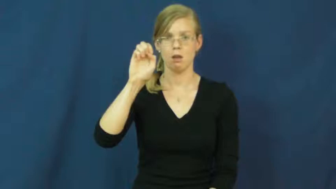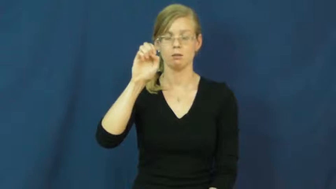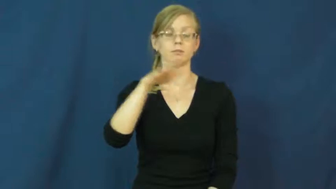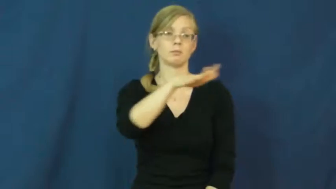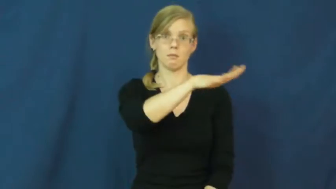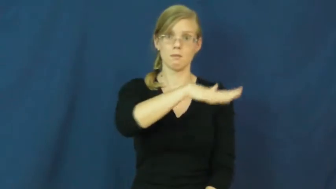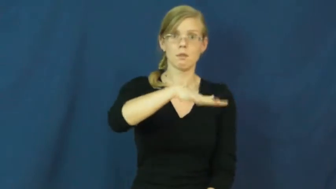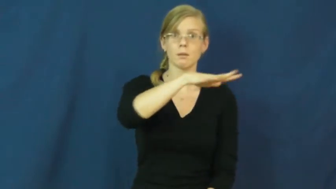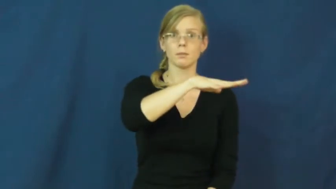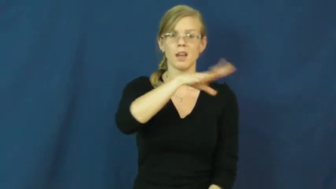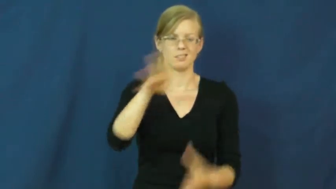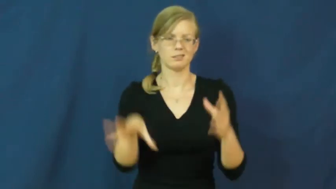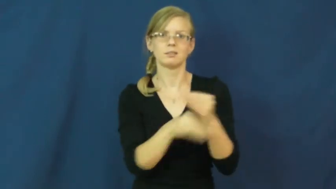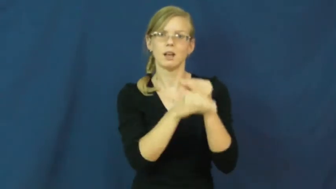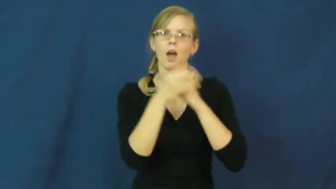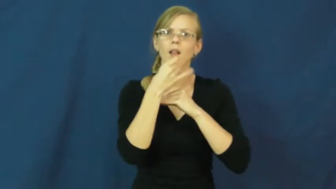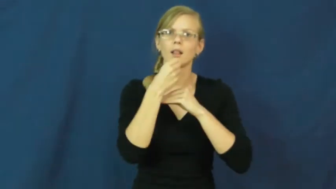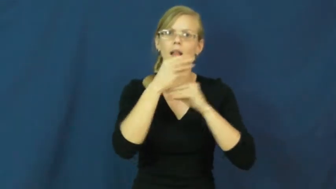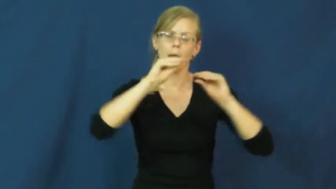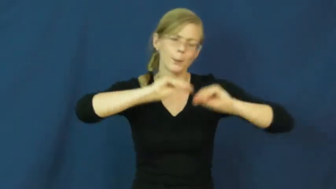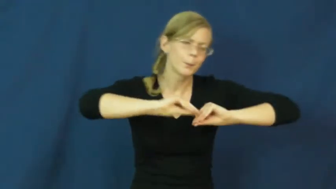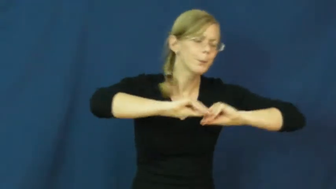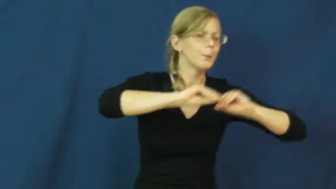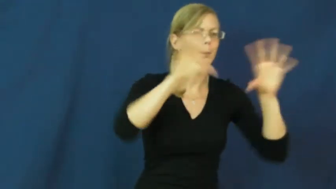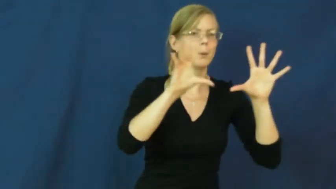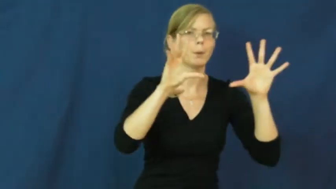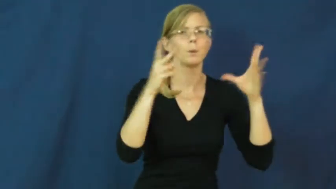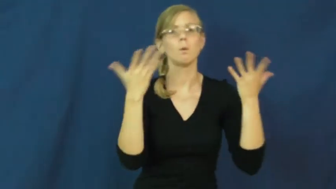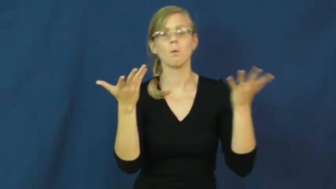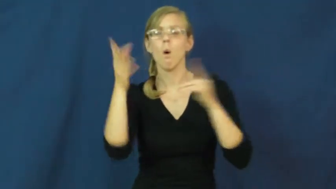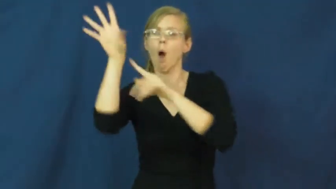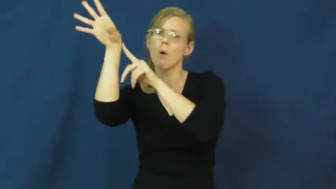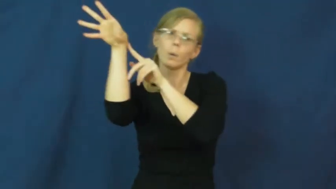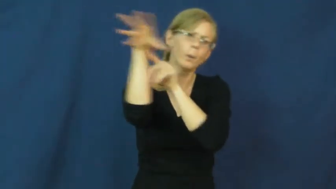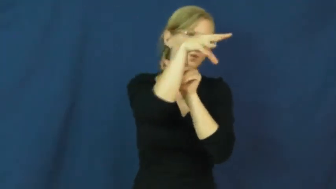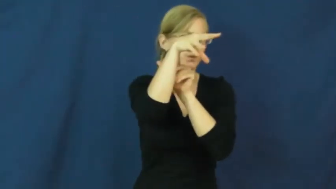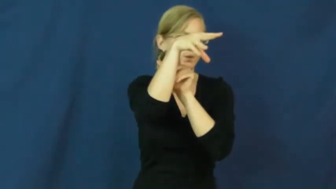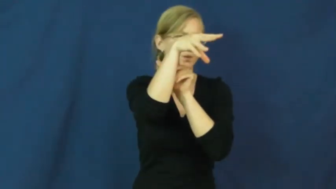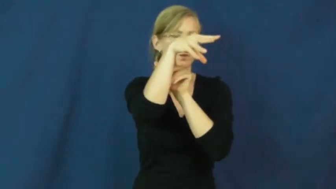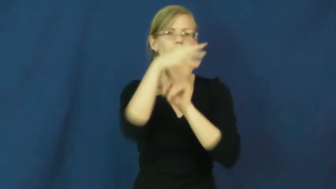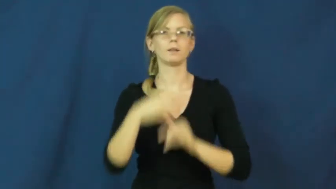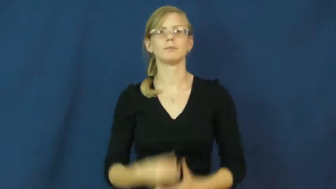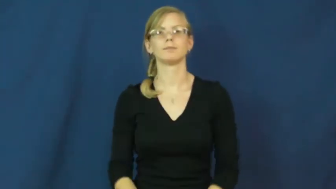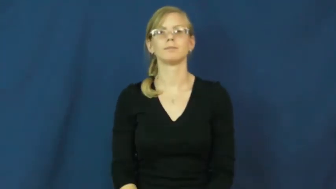illuminate,light up-light